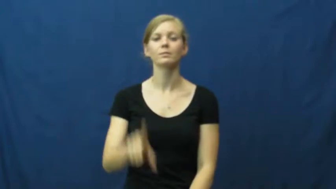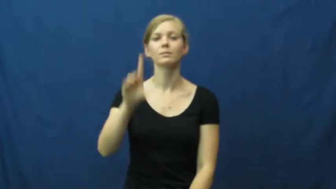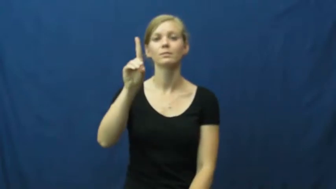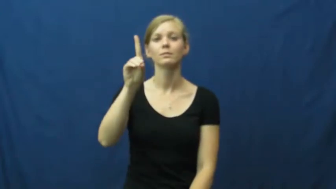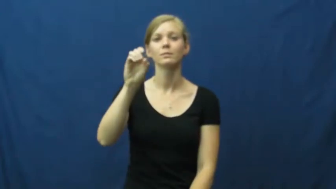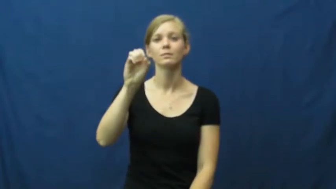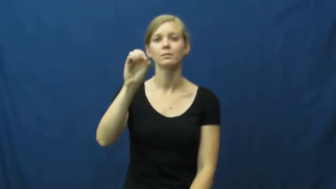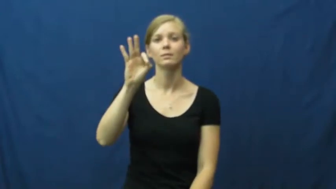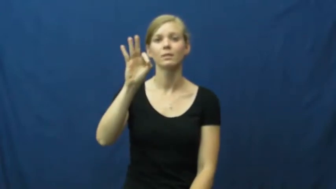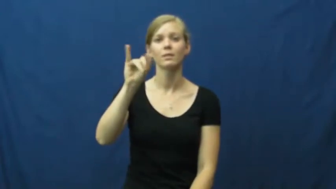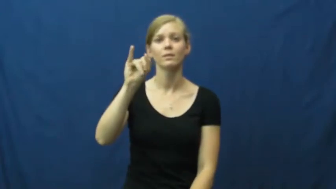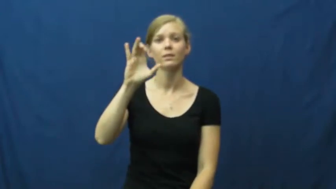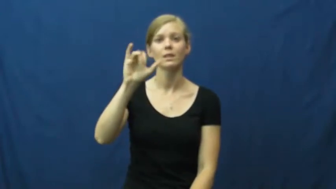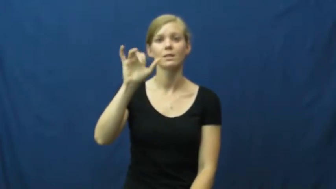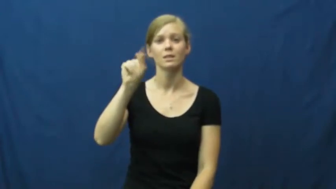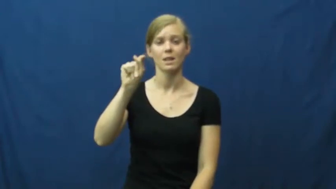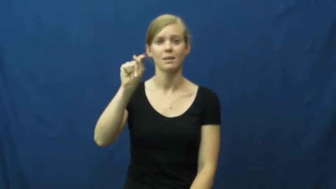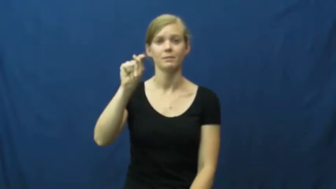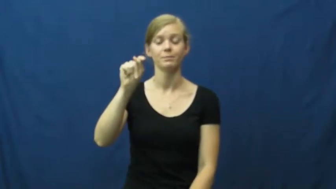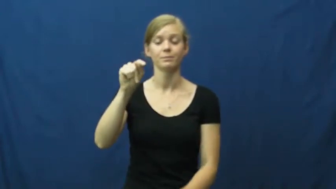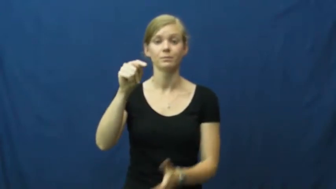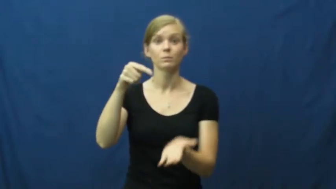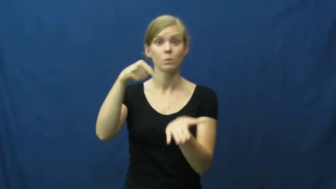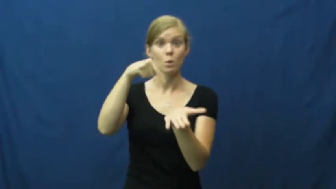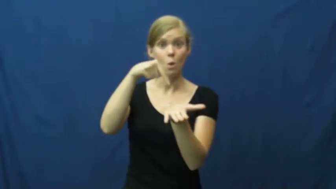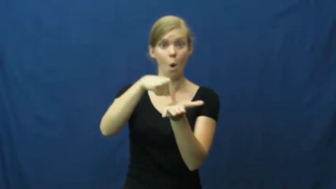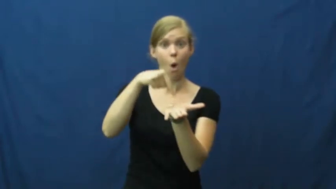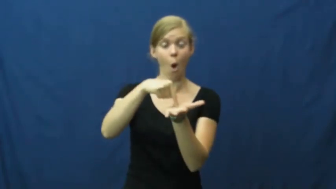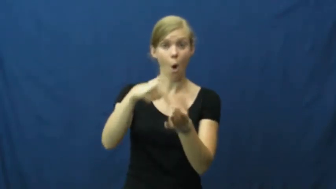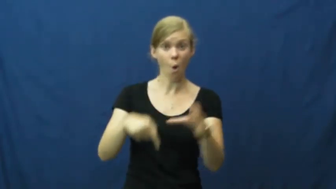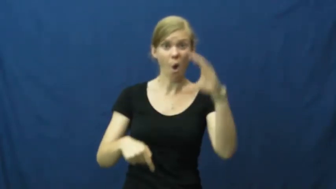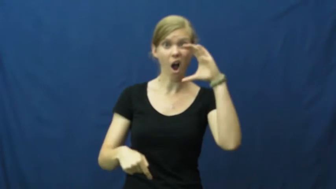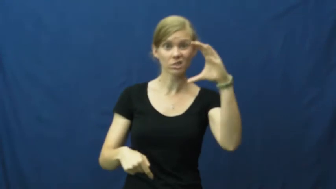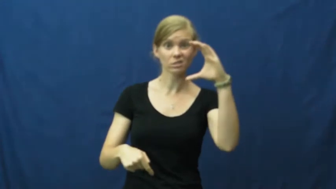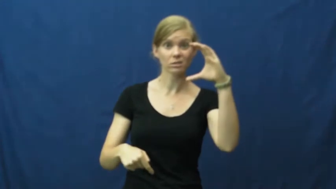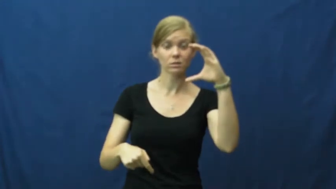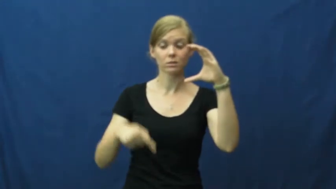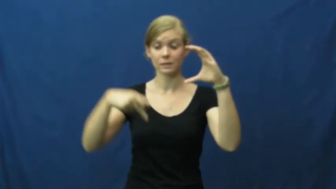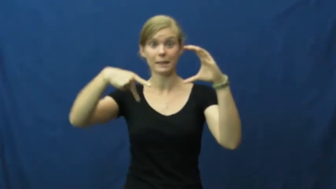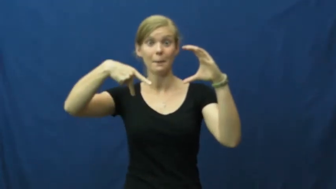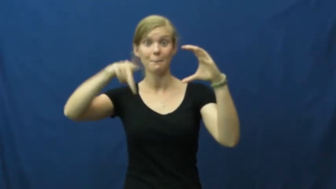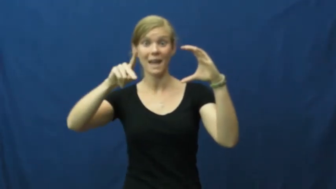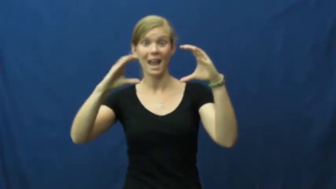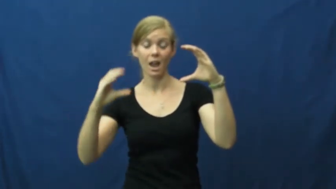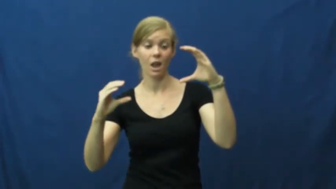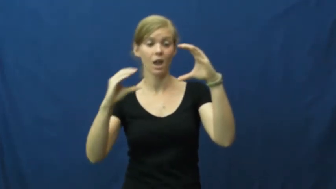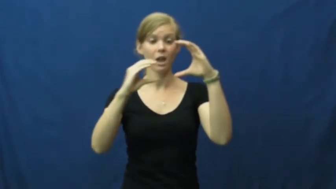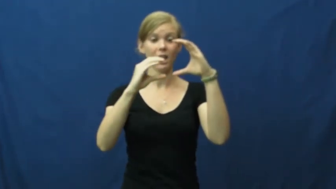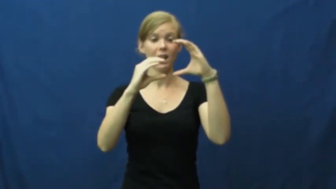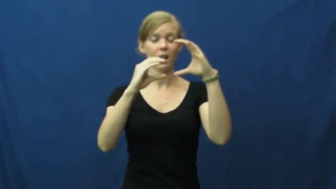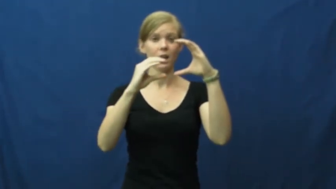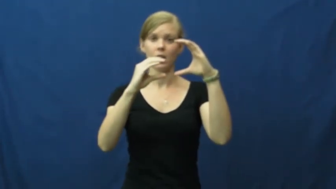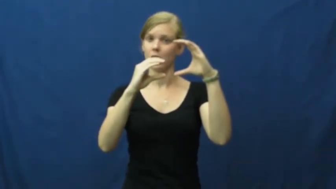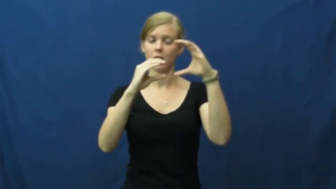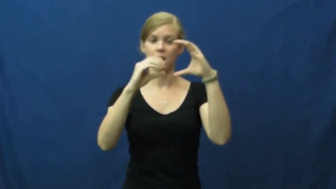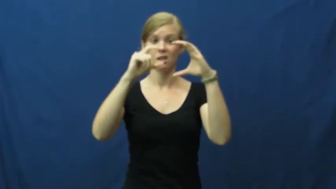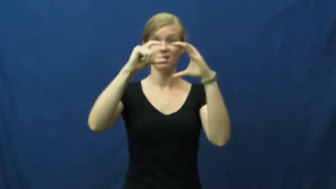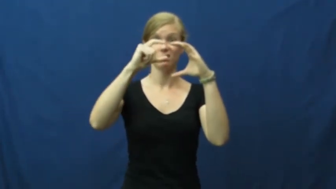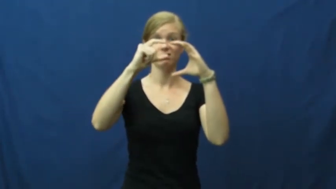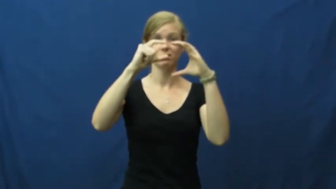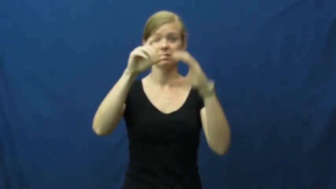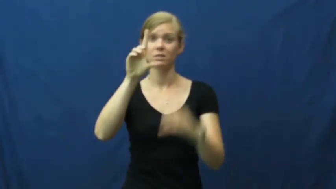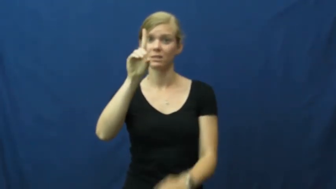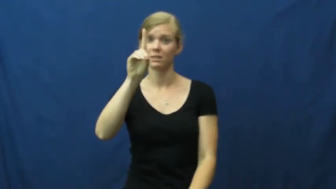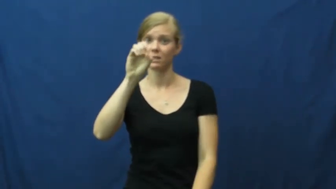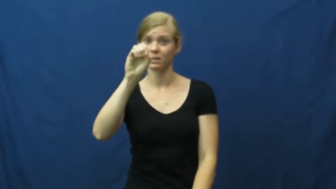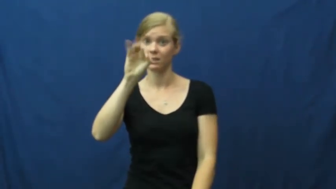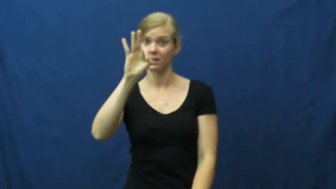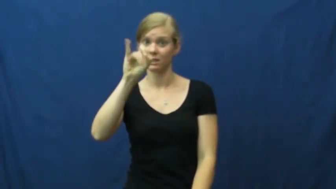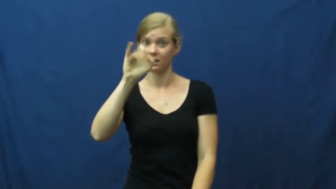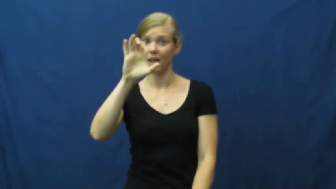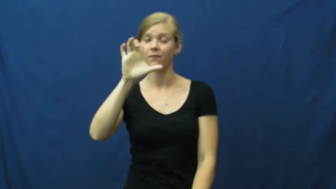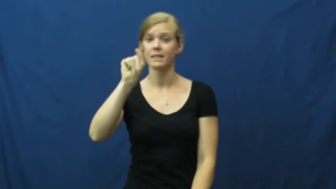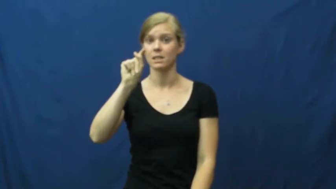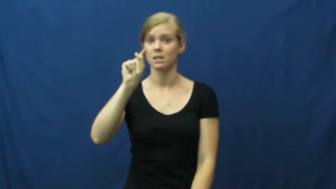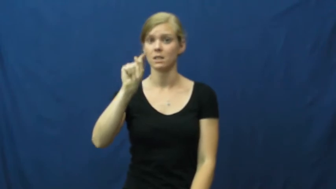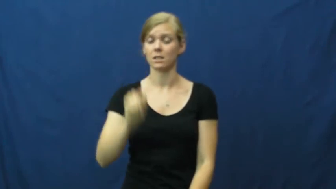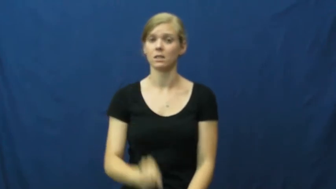deficit